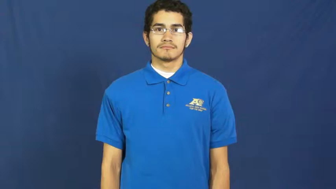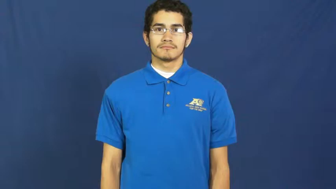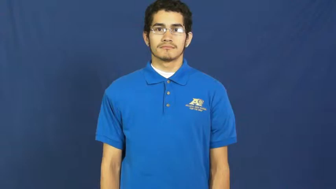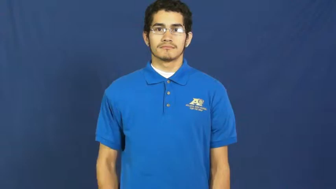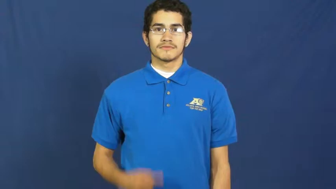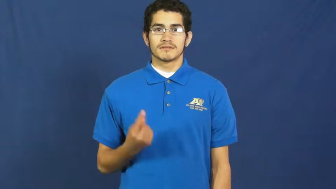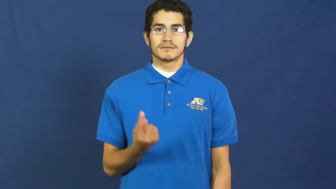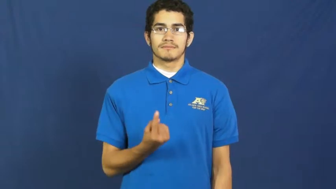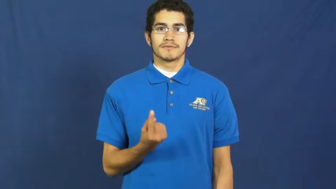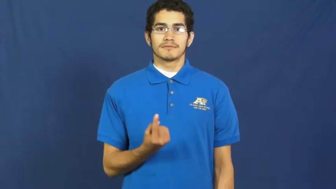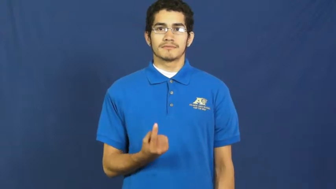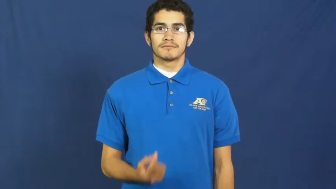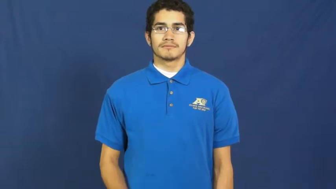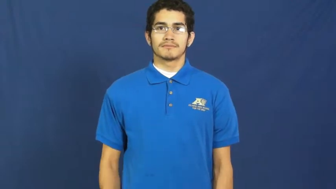something